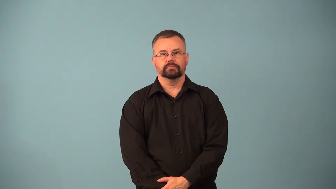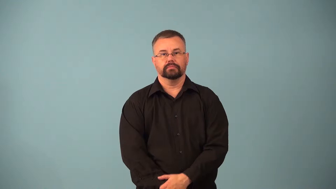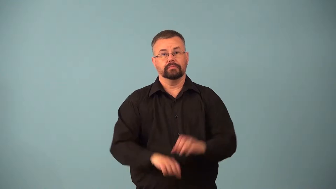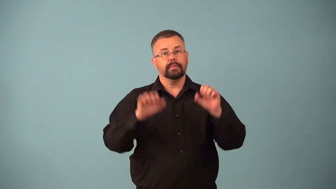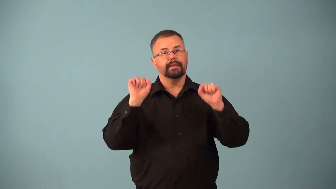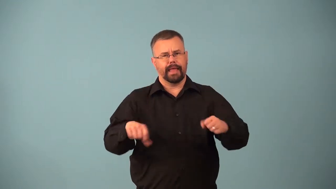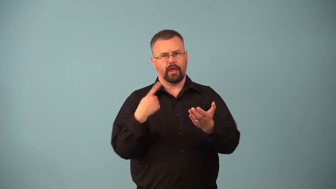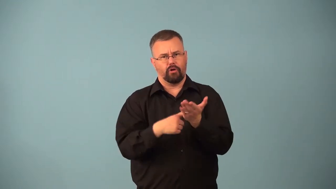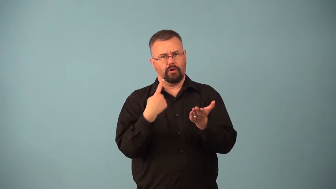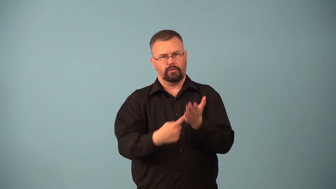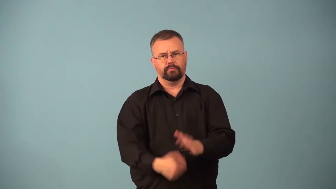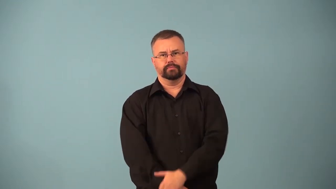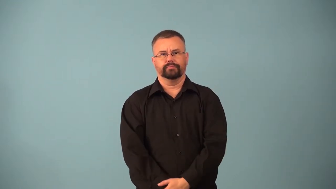arguable